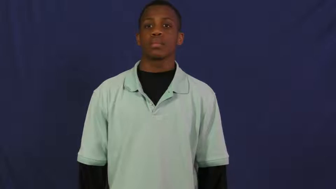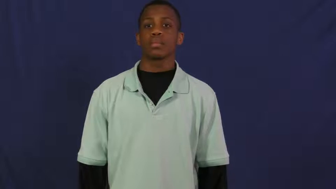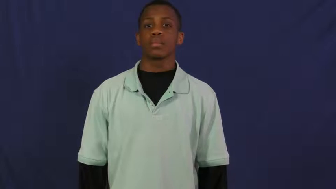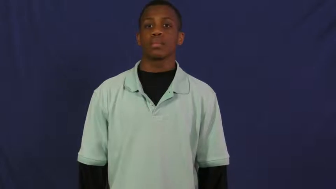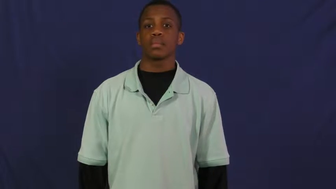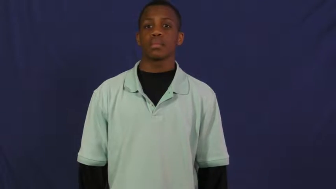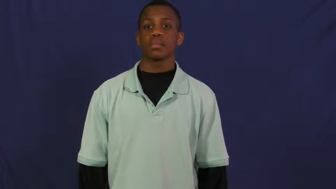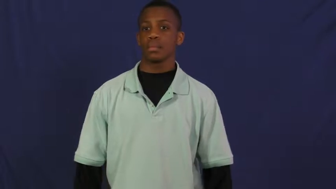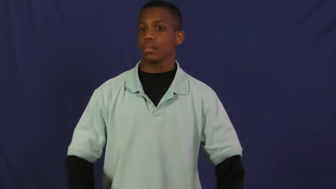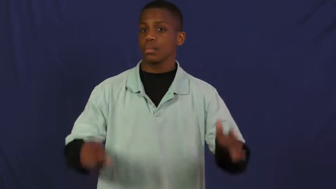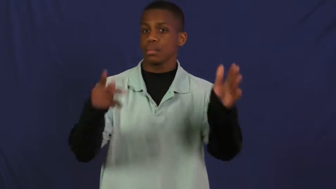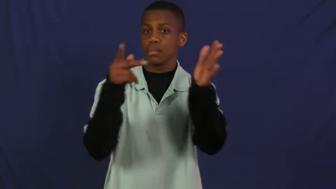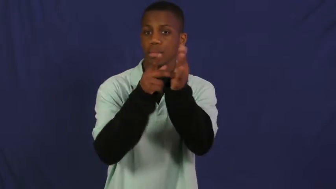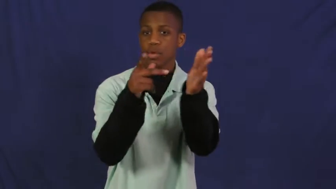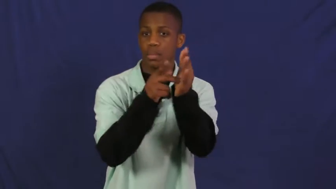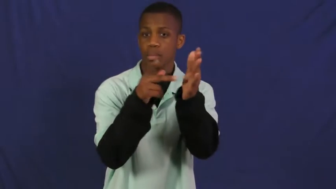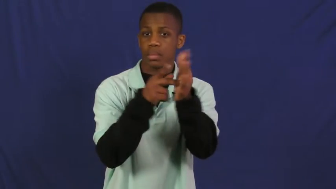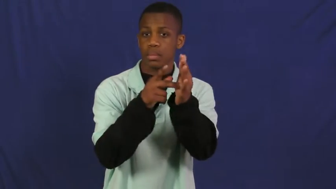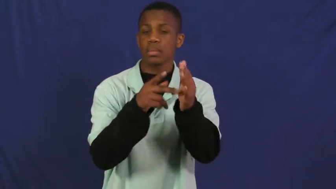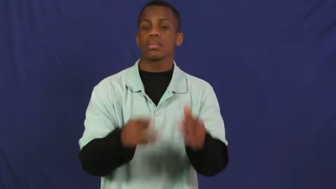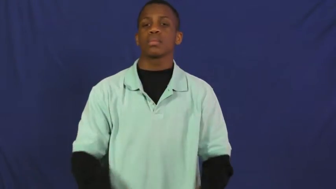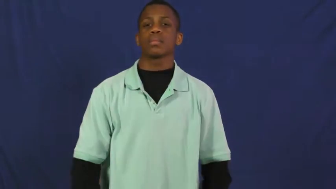presbyterian